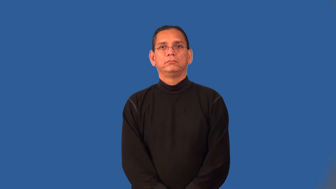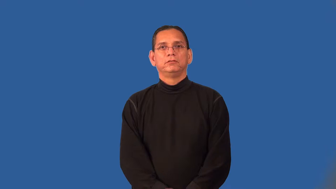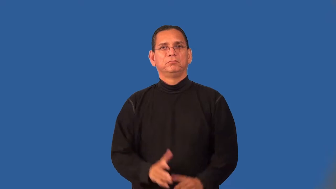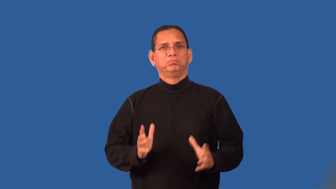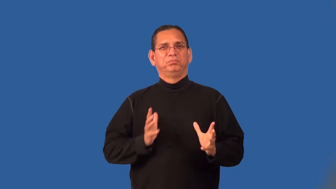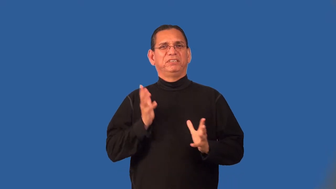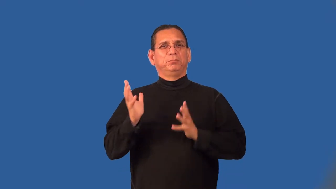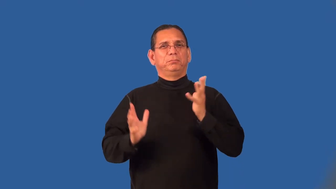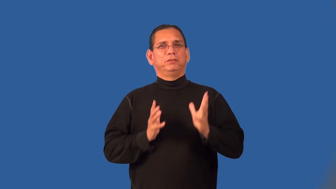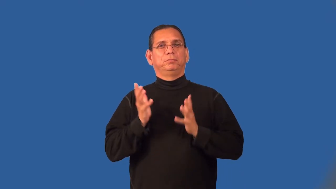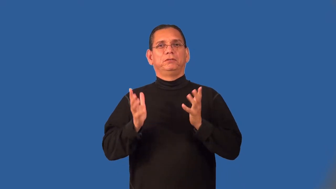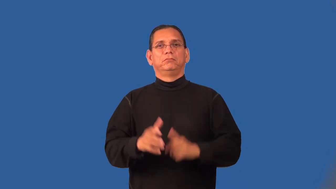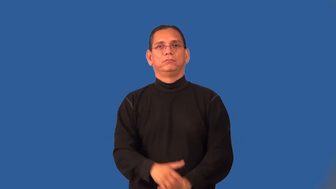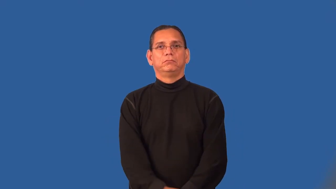posh,swank,chic,chichi,trendy,plushy,upscale,upmarket